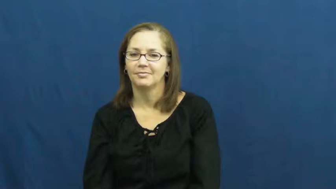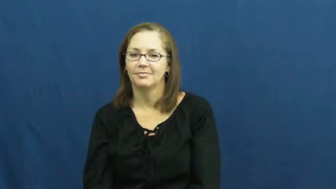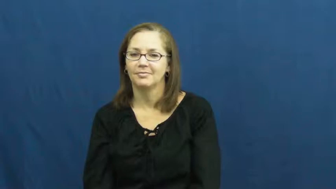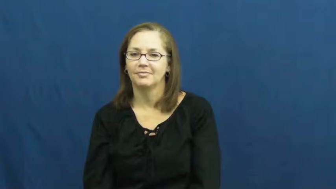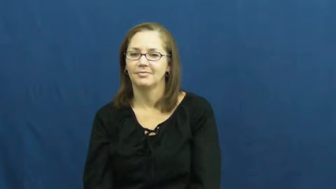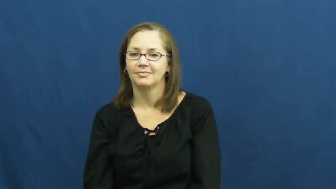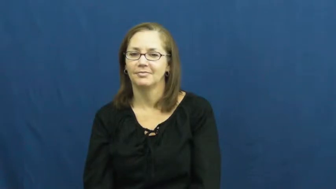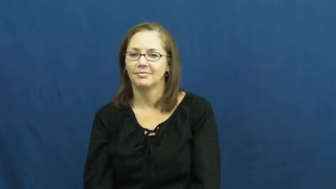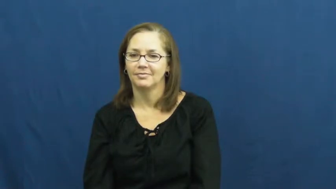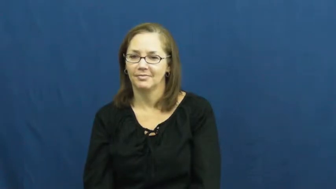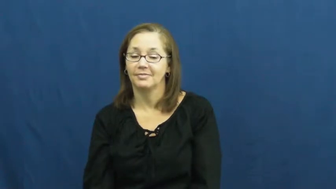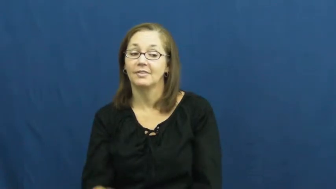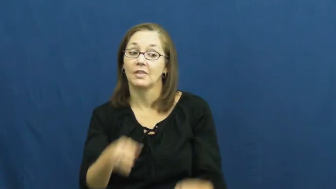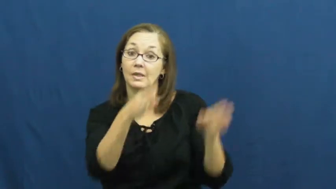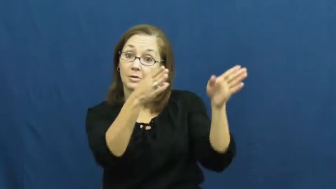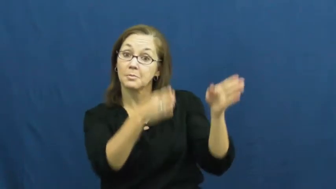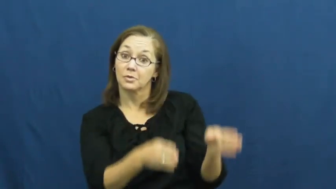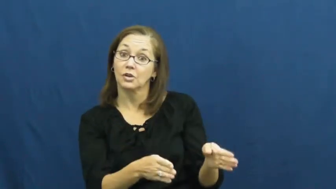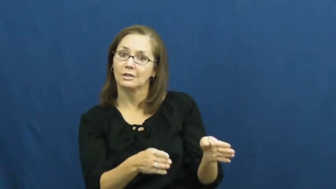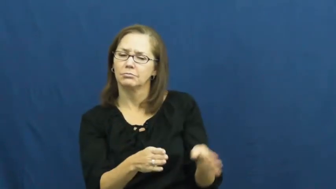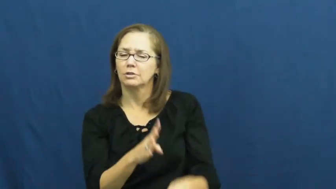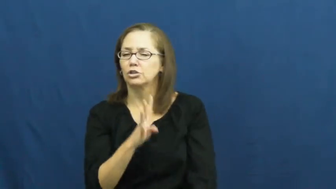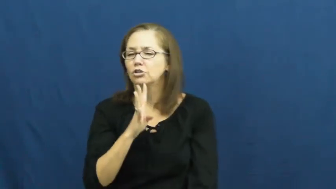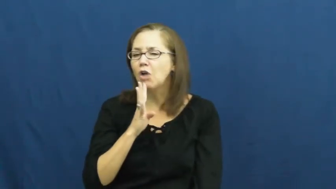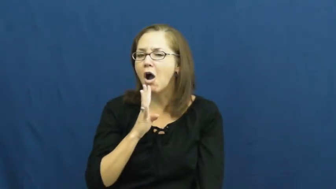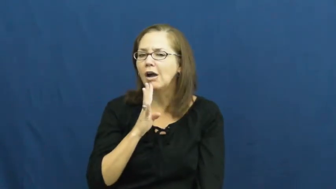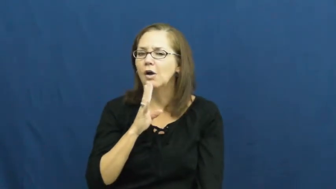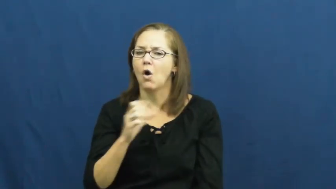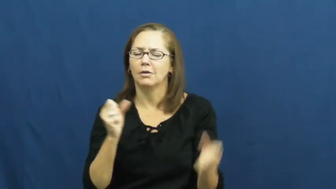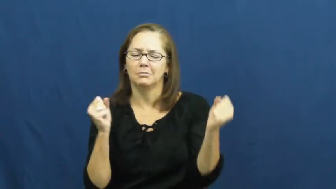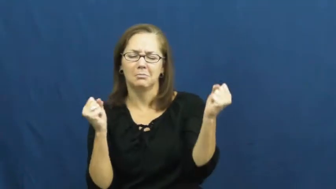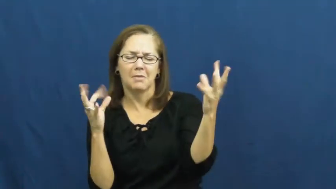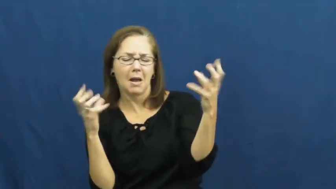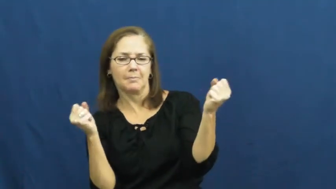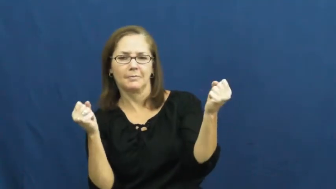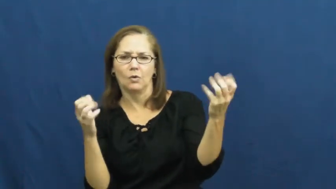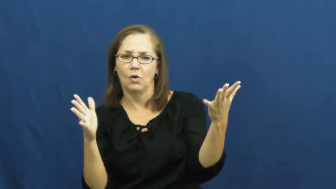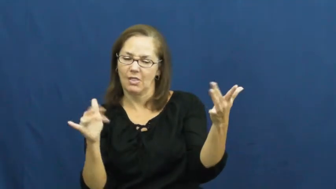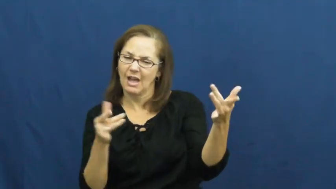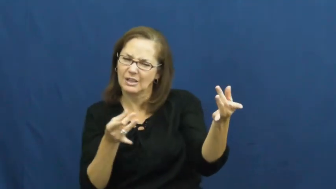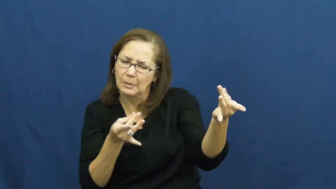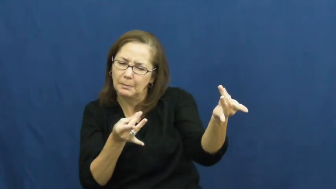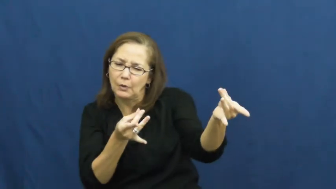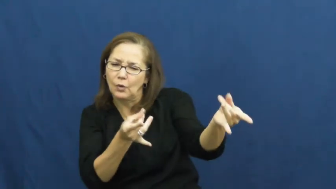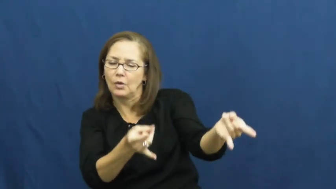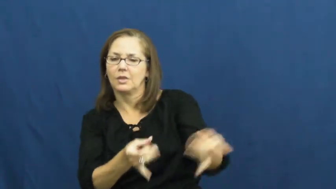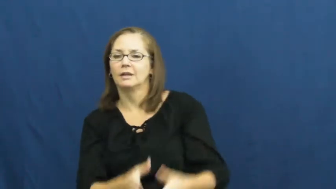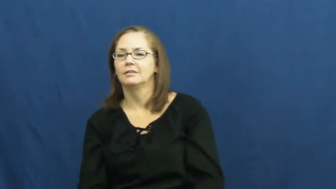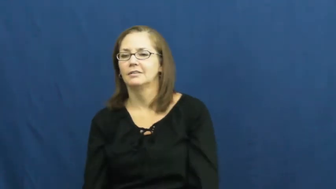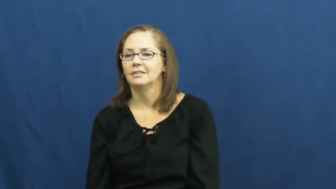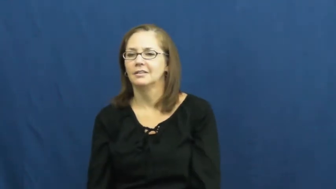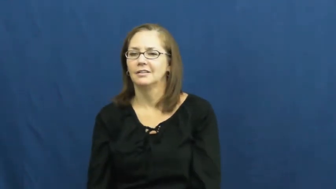smooth-talking